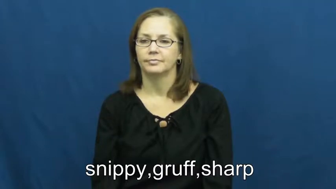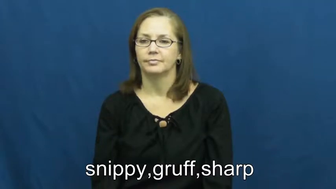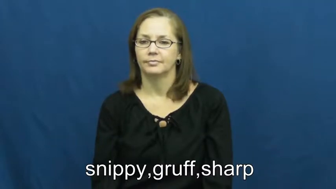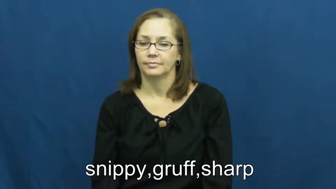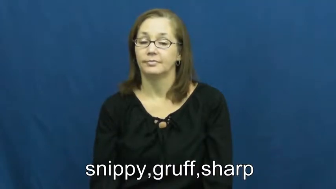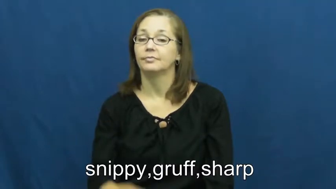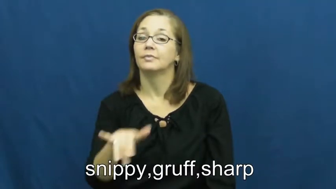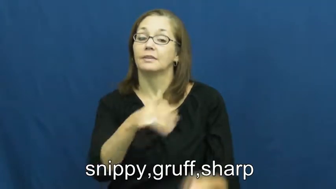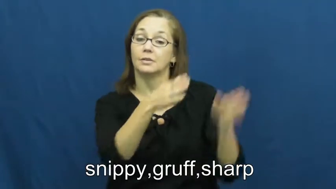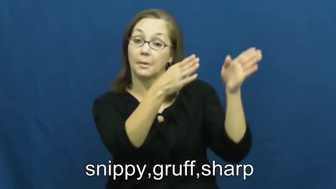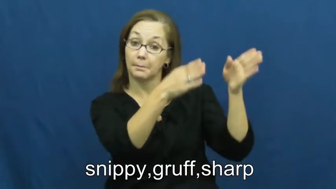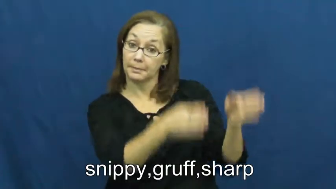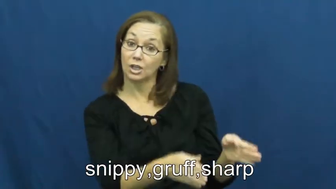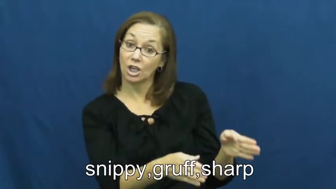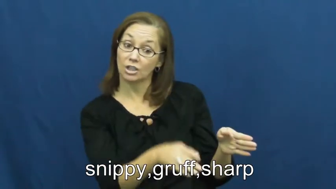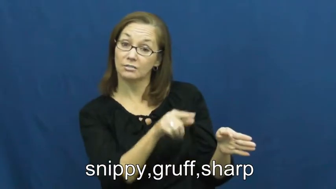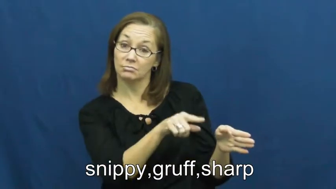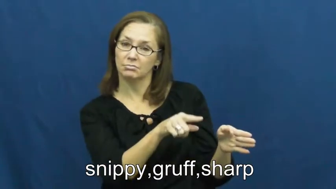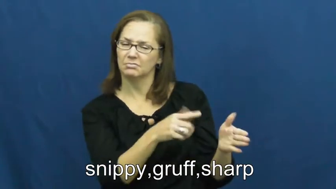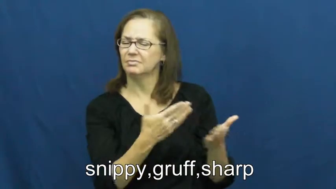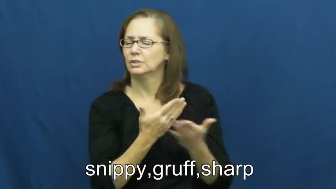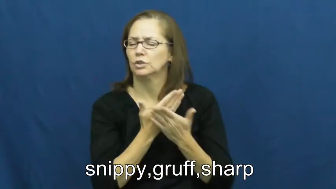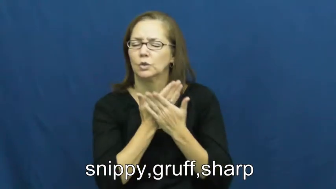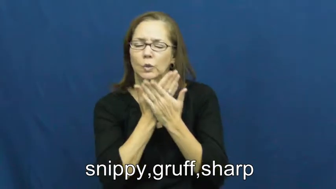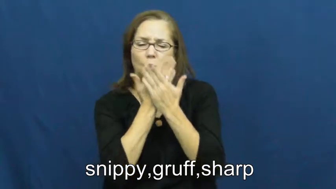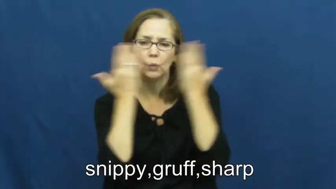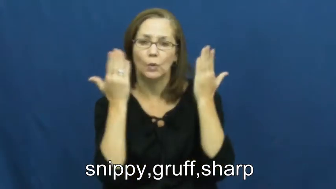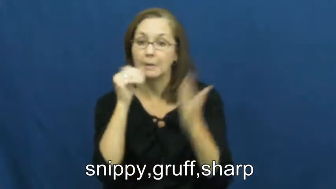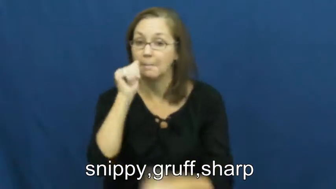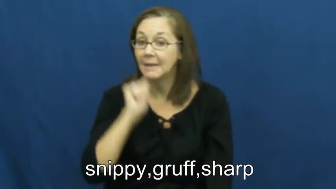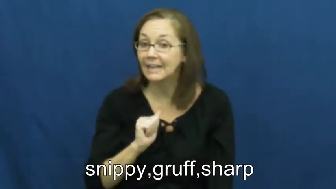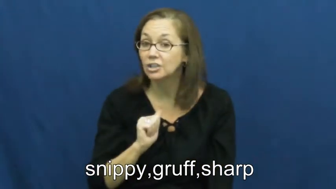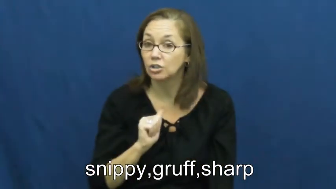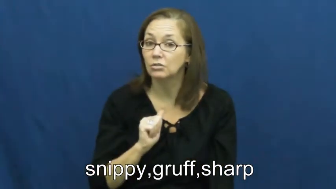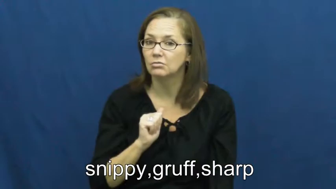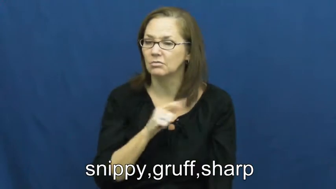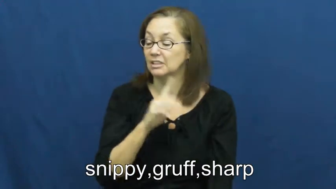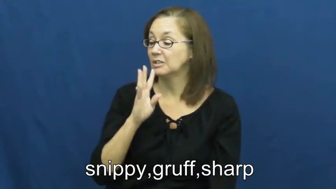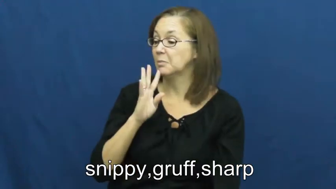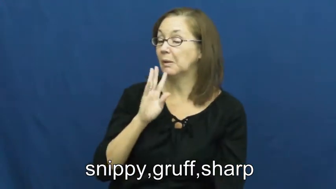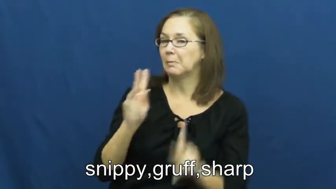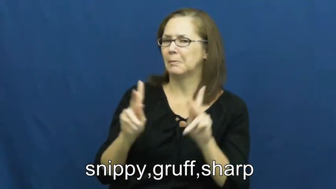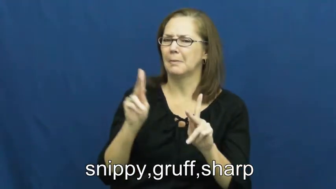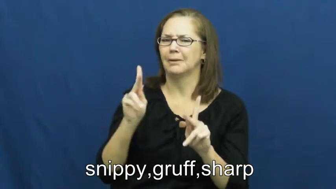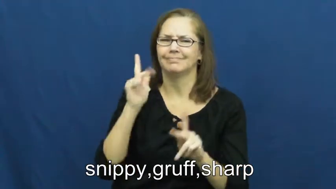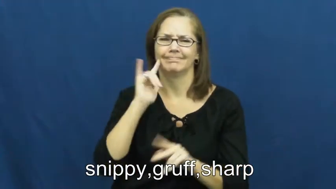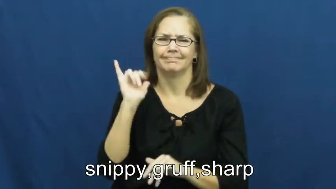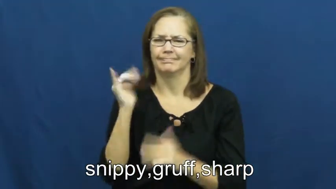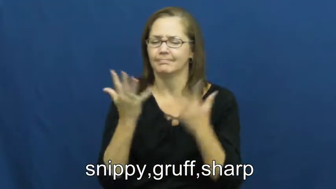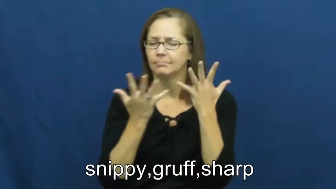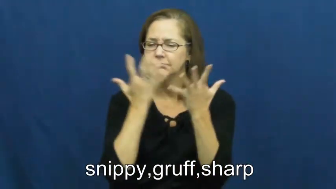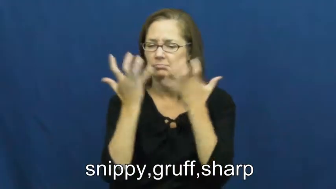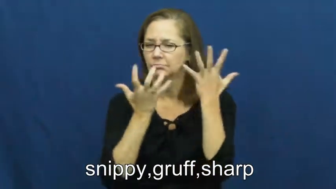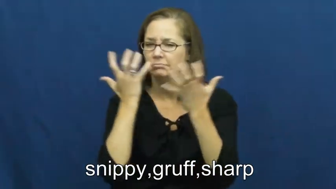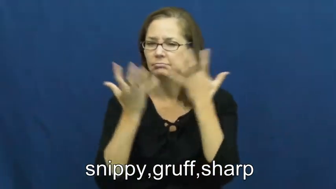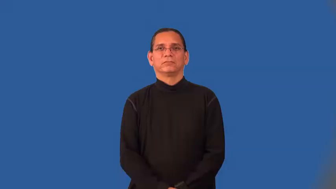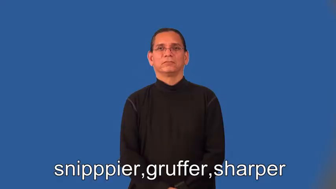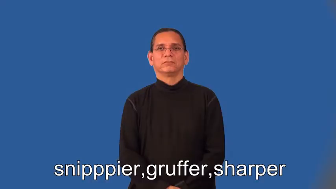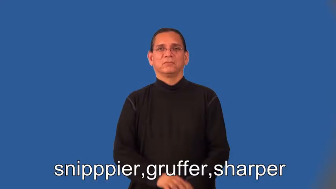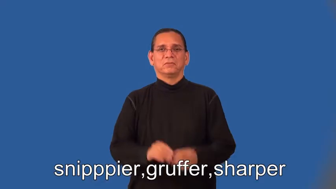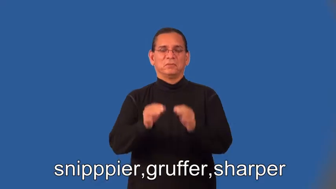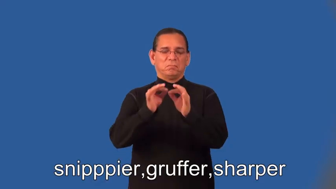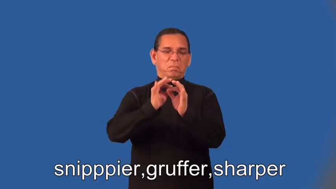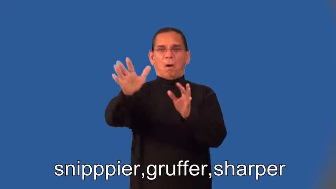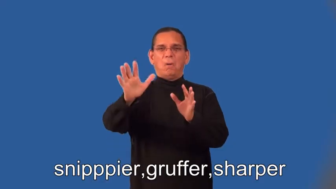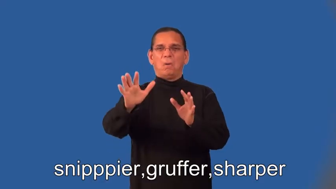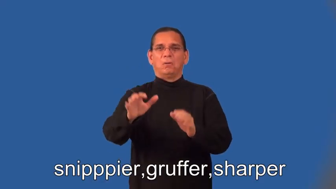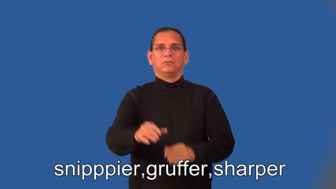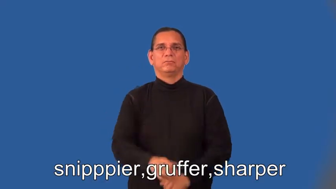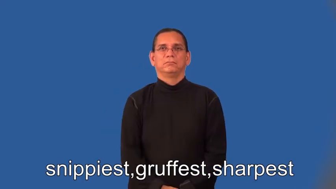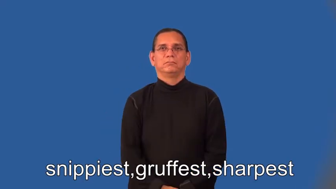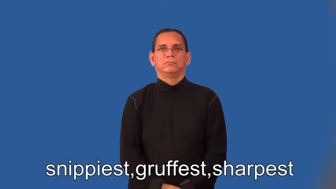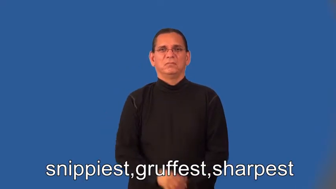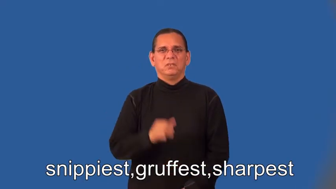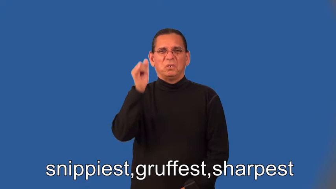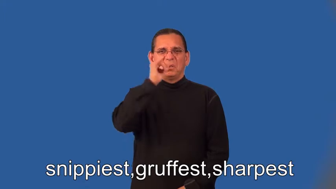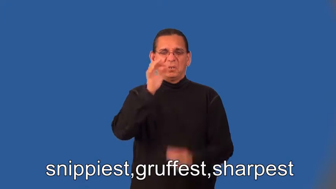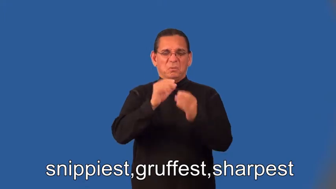snipppier,gruffer,sharper,snippiest,gruffest,sharpest